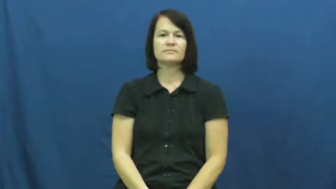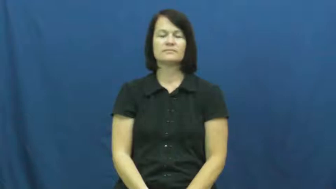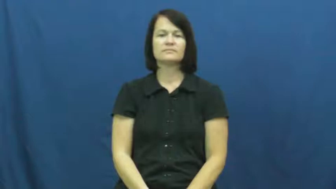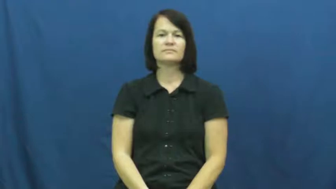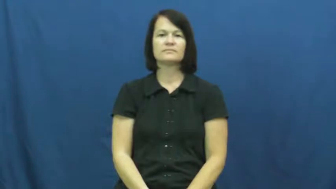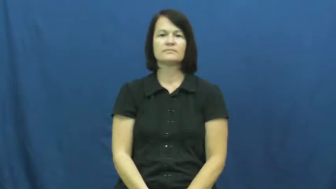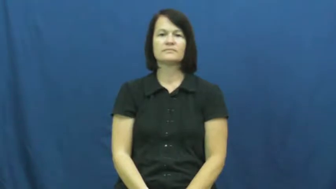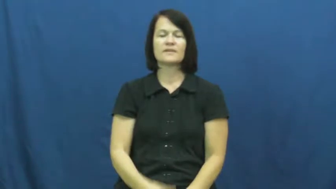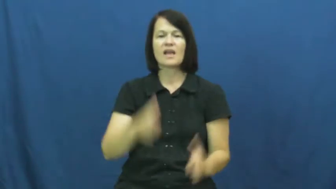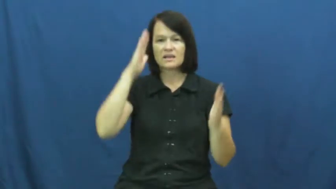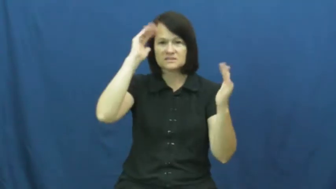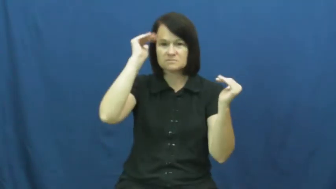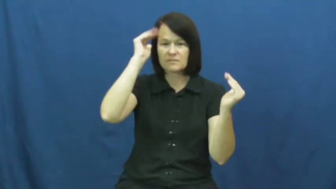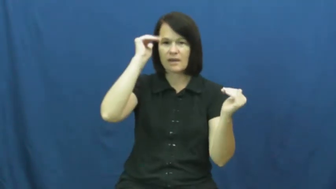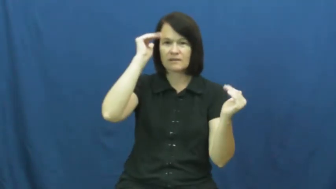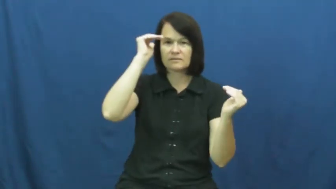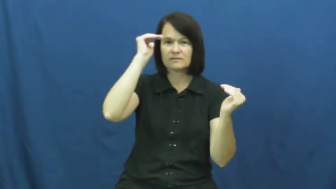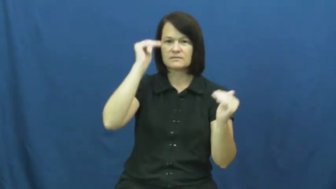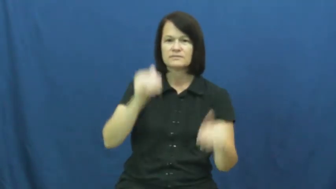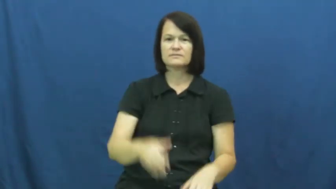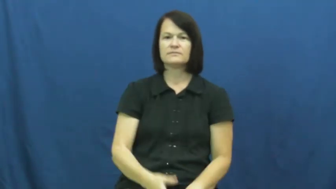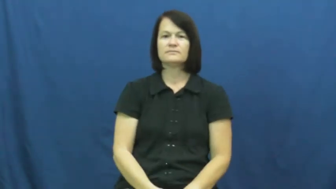reckon-expect